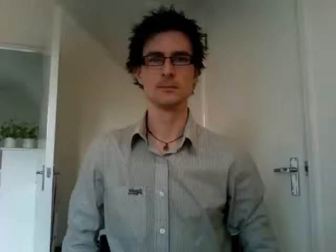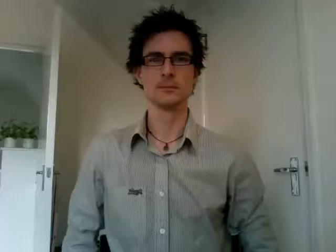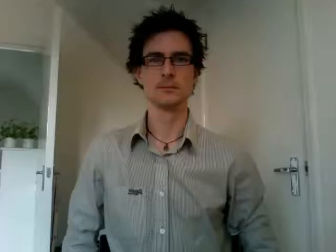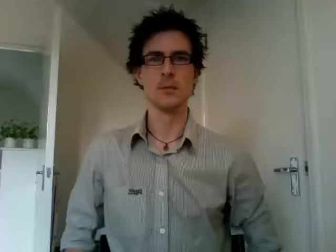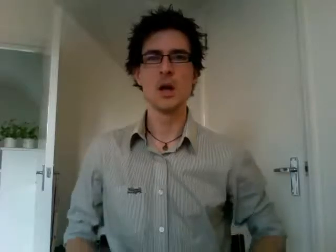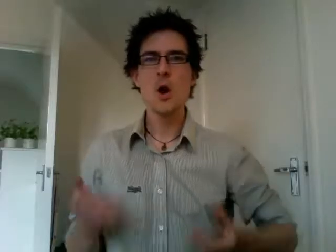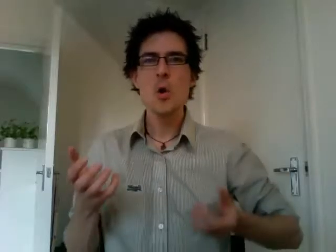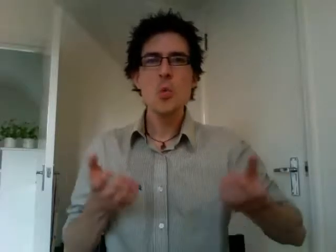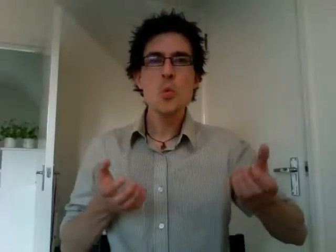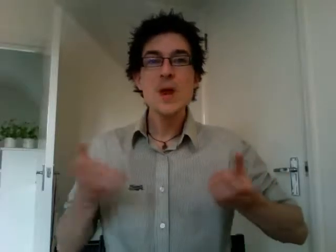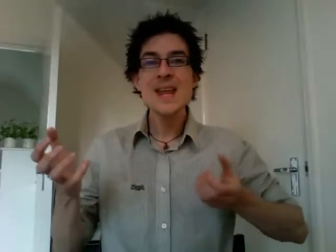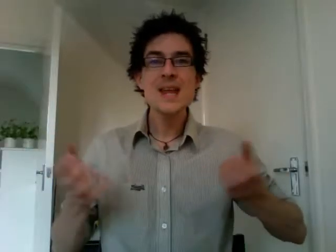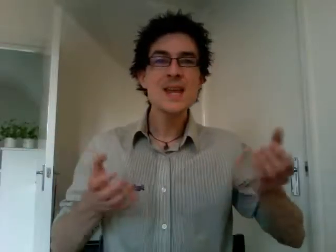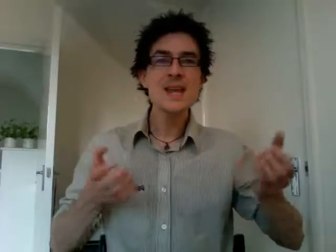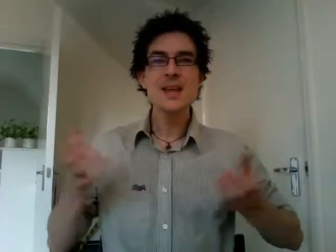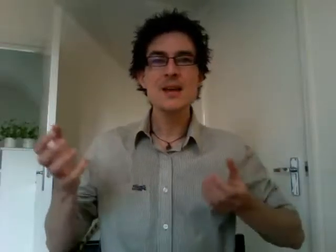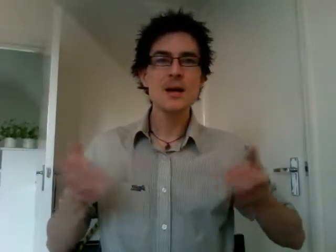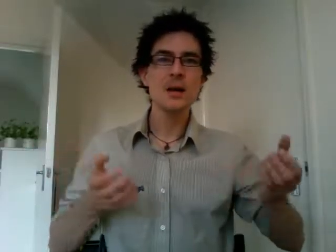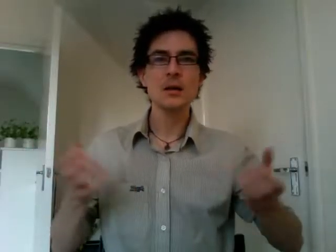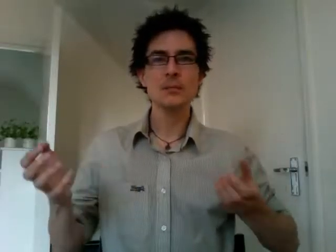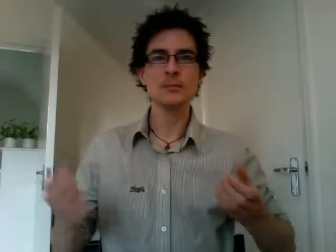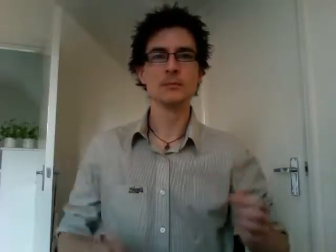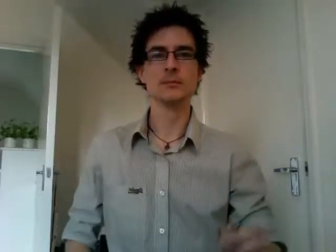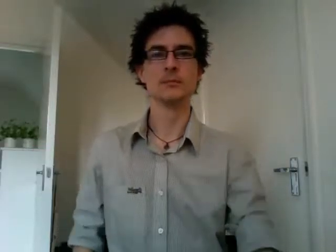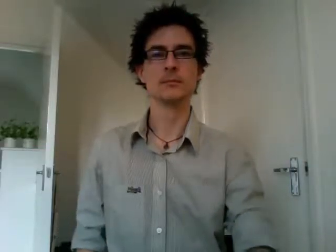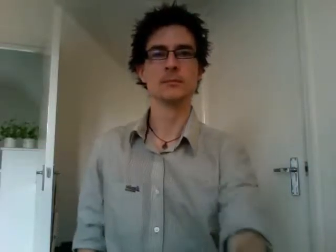wii